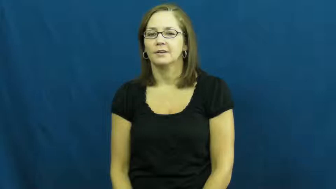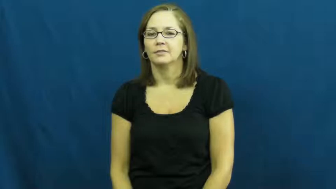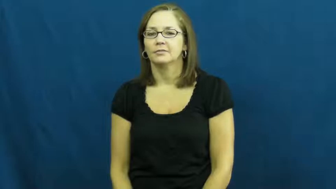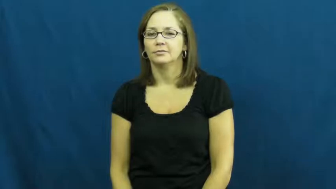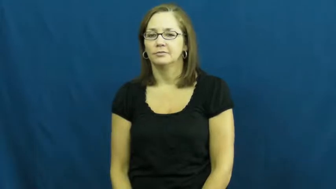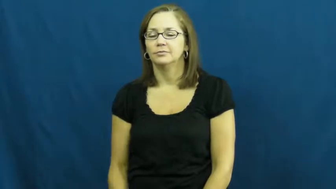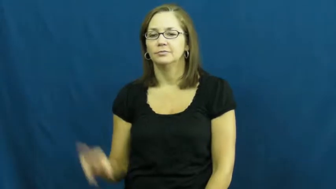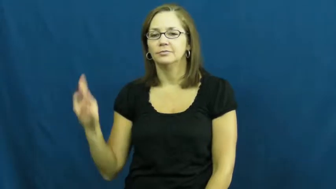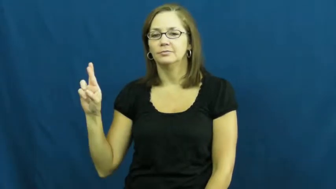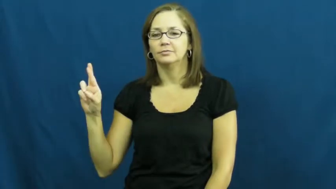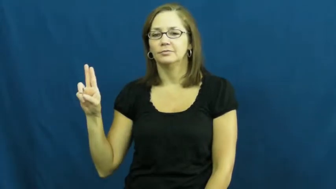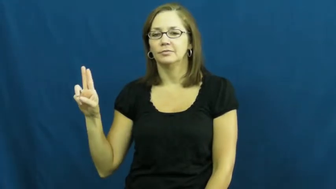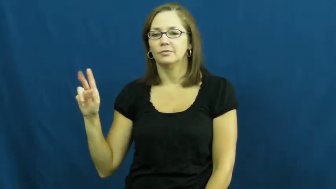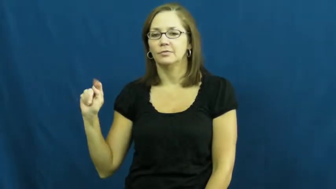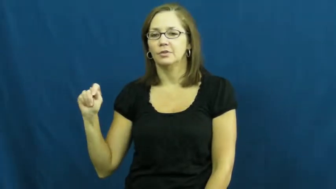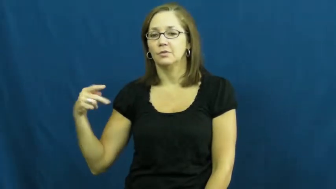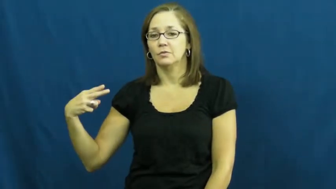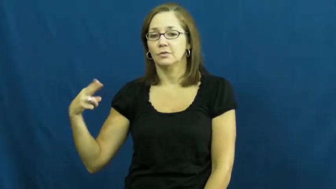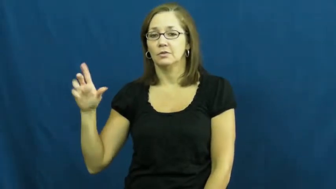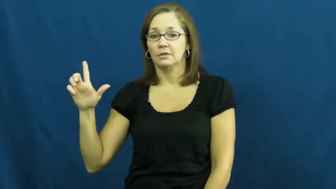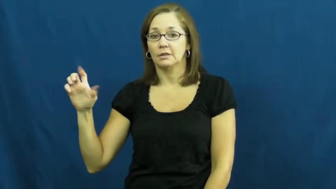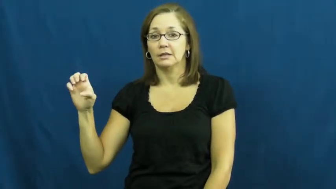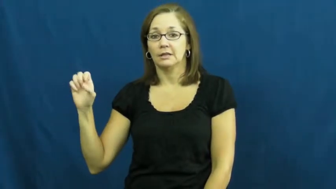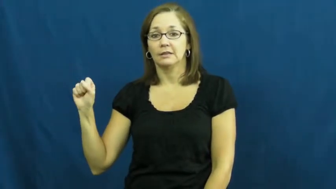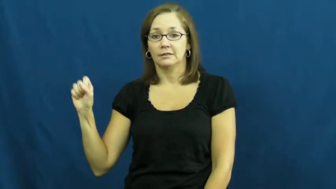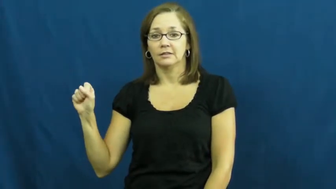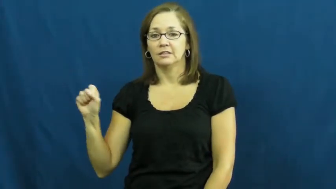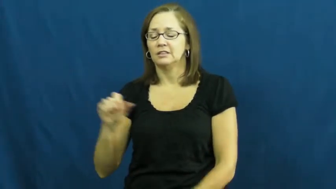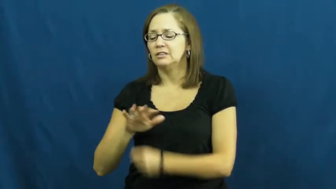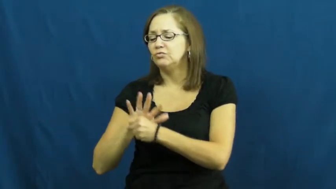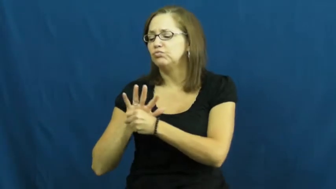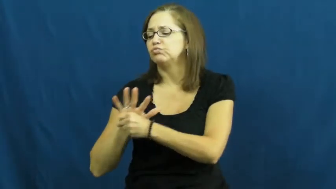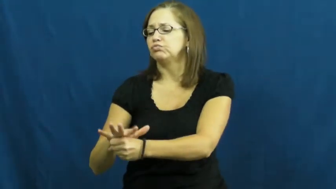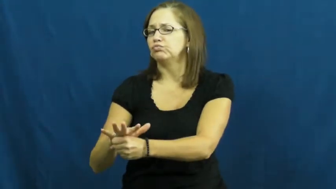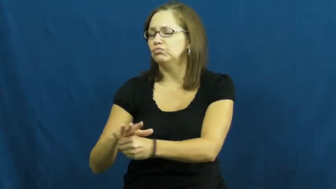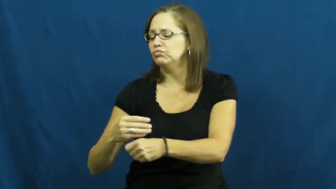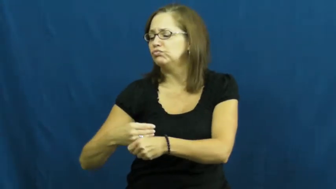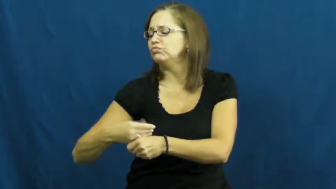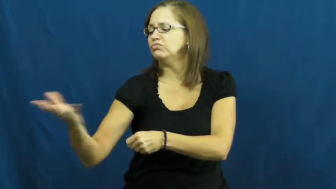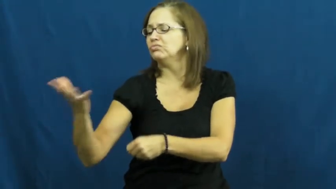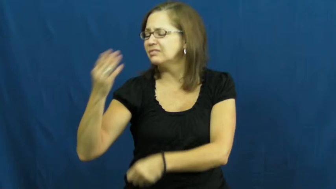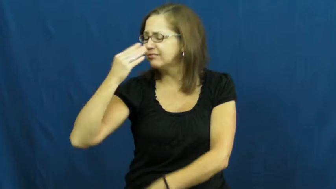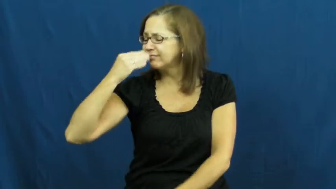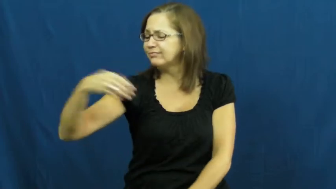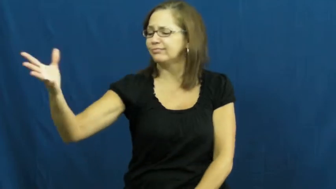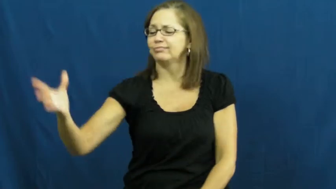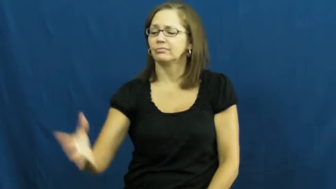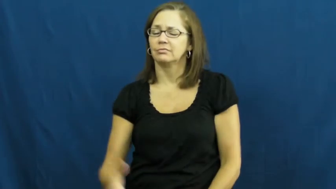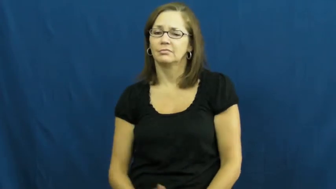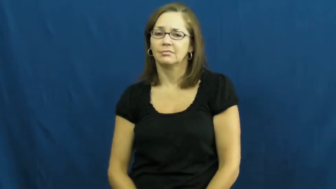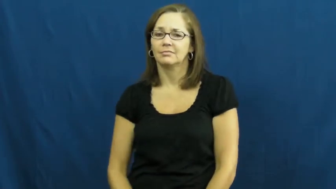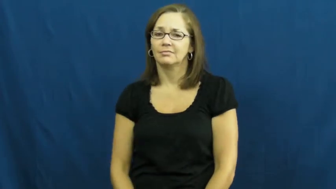ruthless